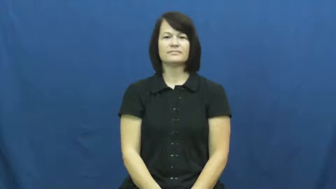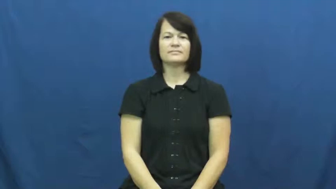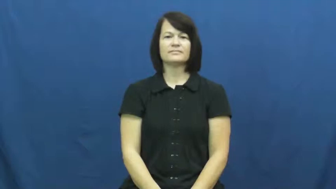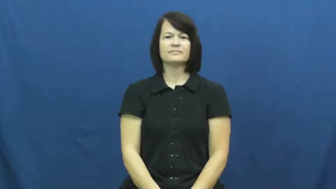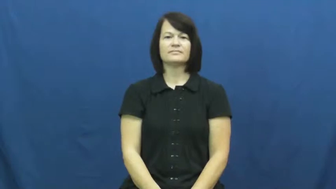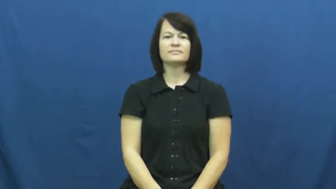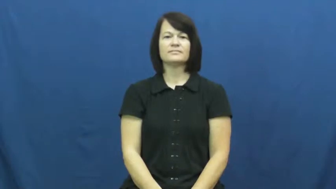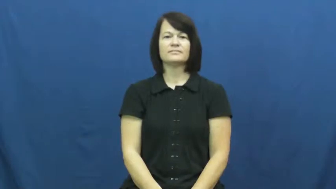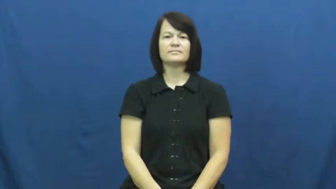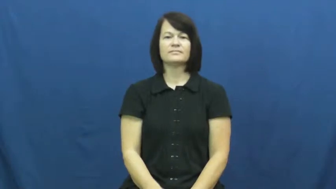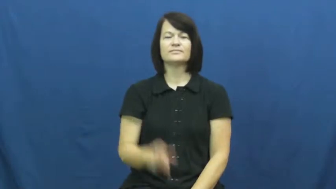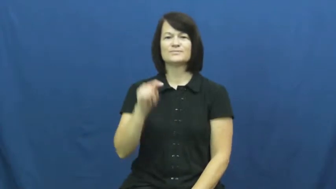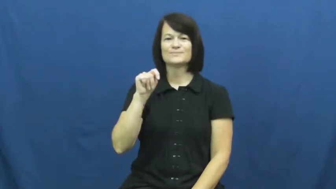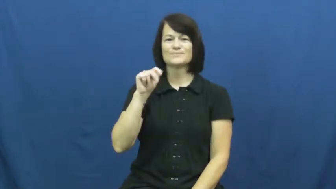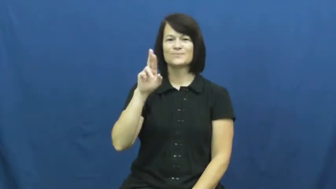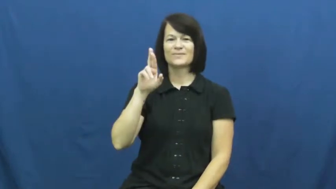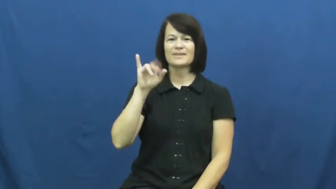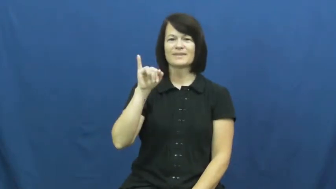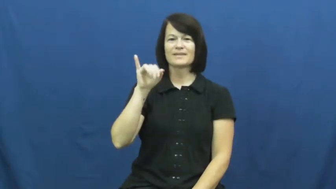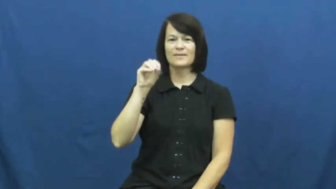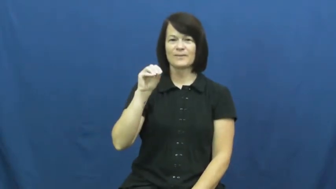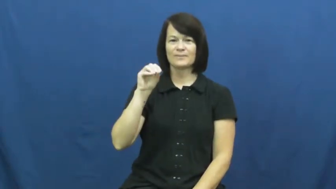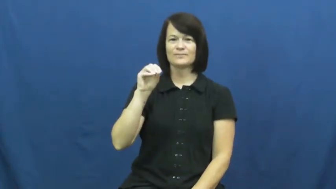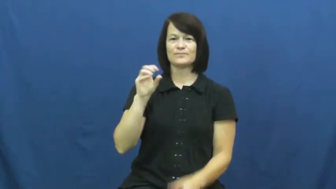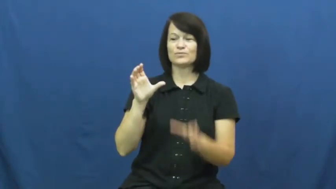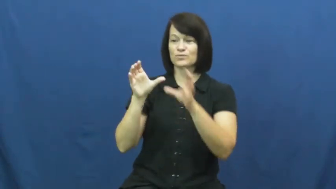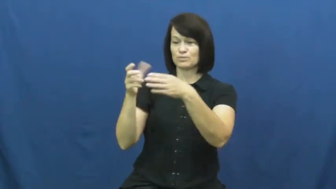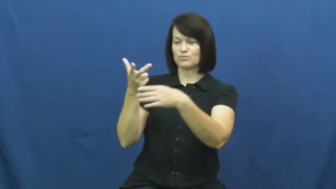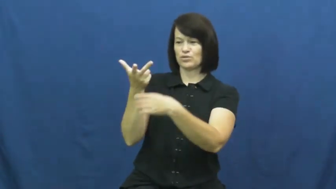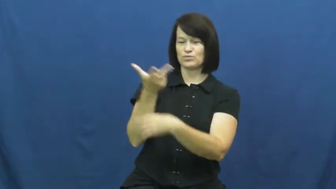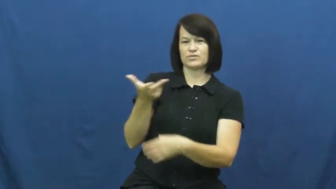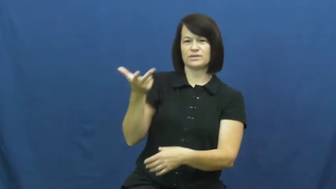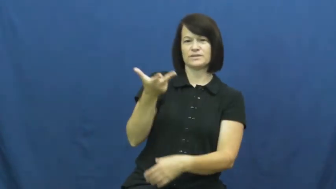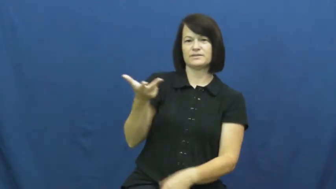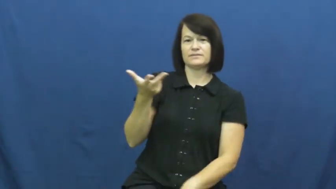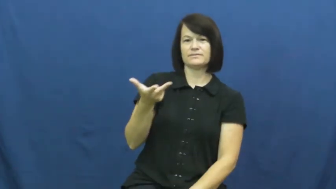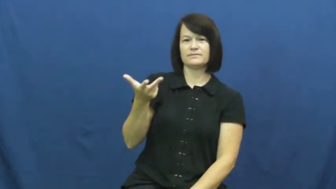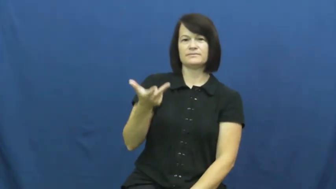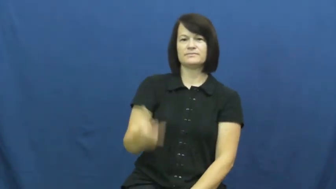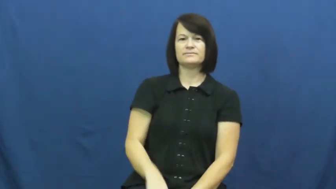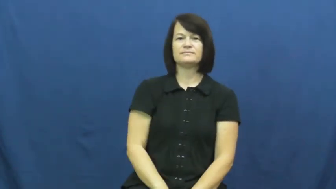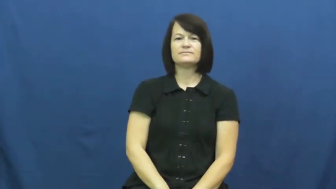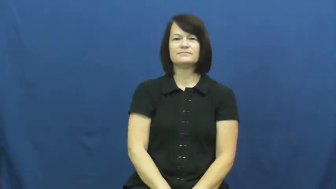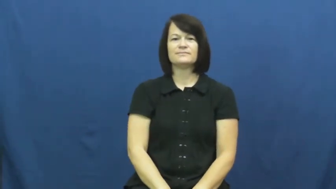trio